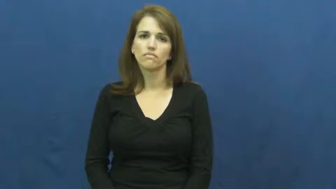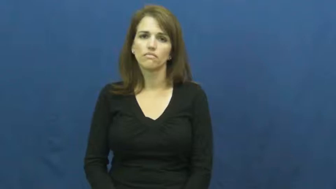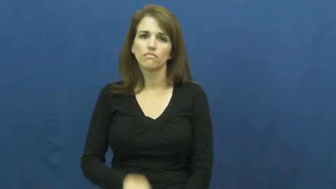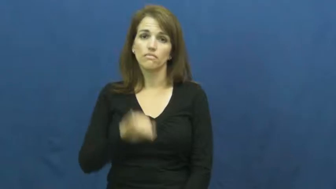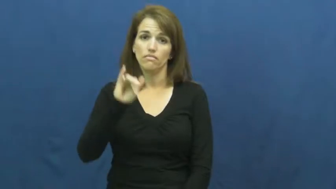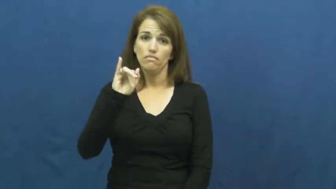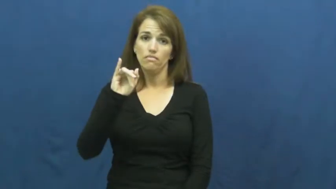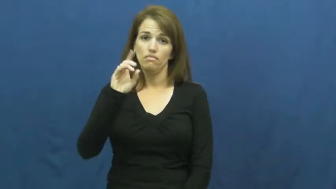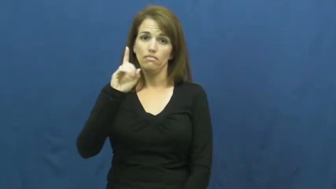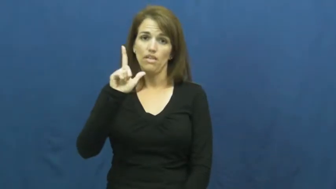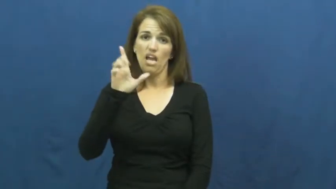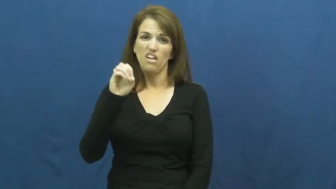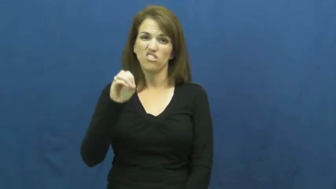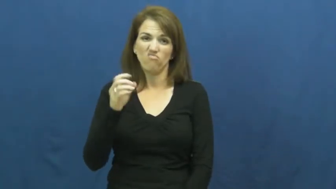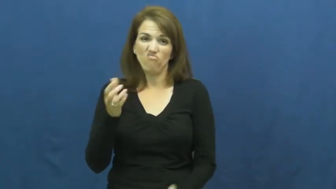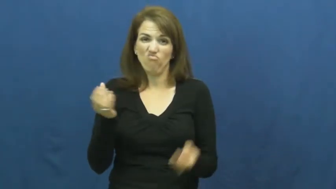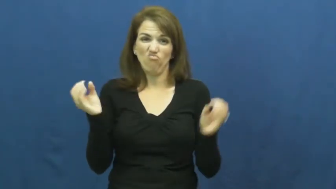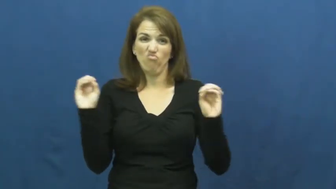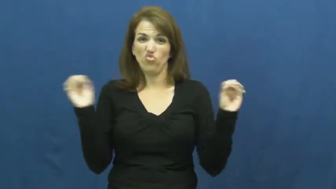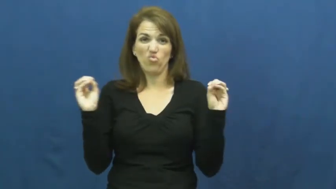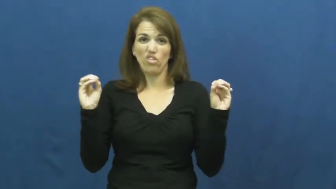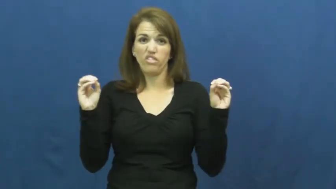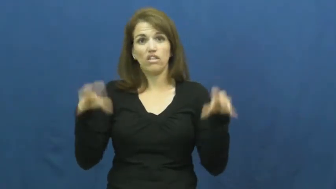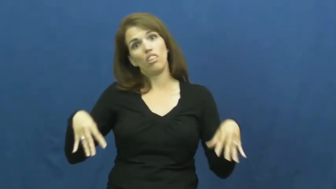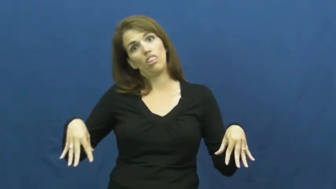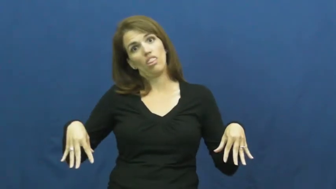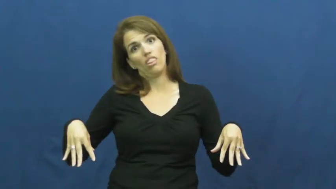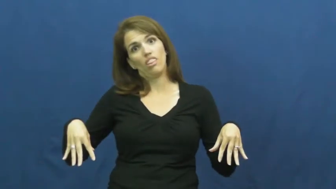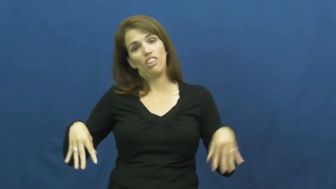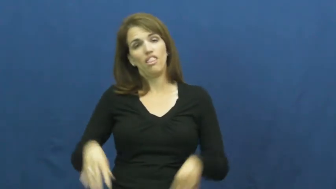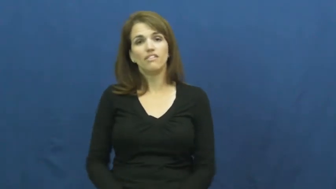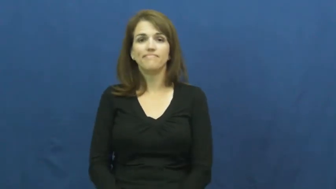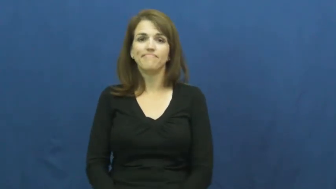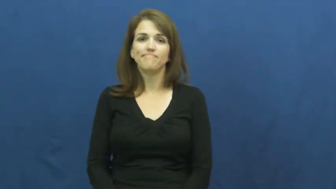idle,idle away-do nothing